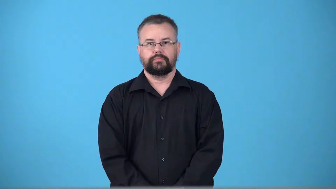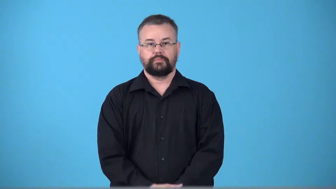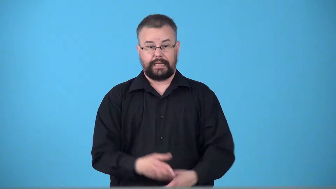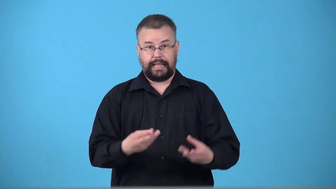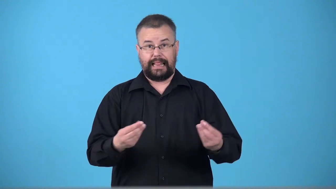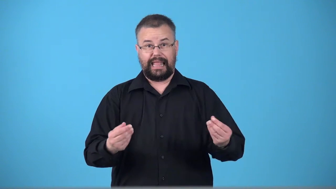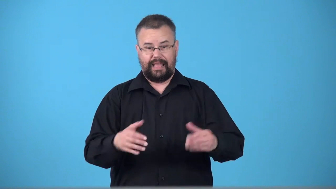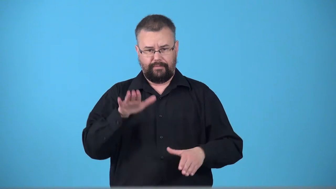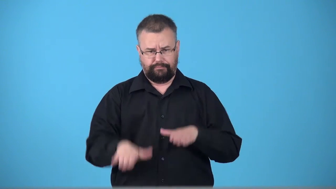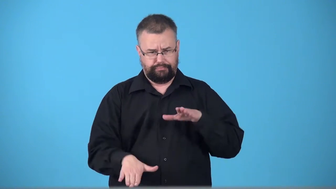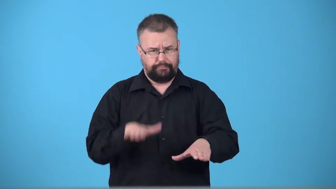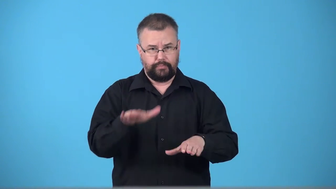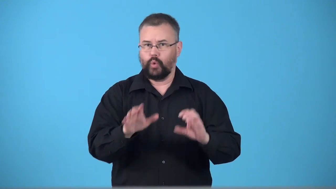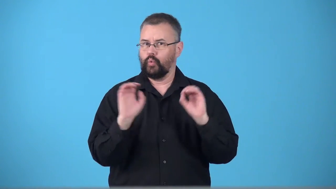trackless